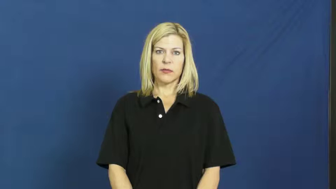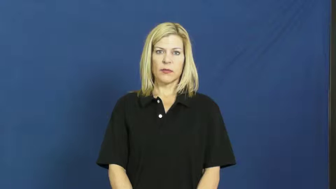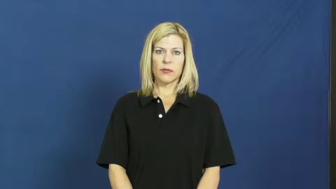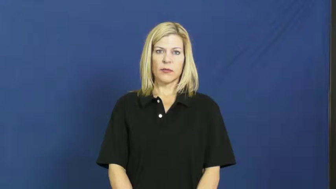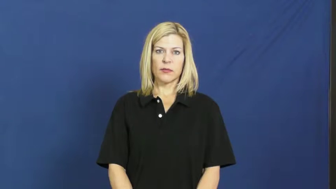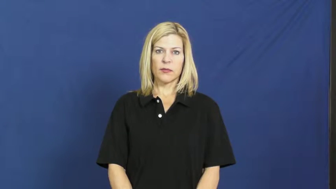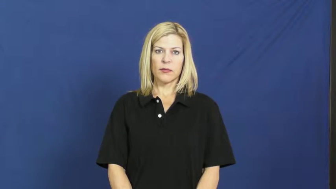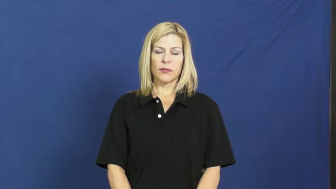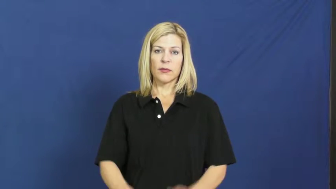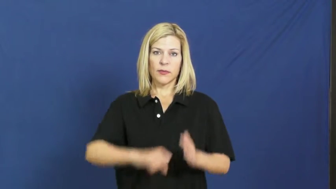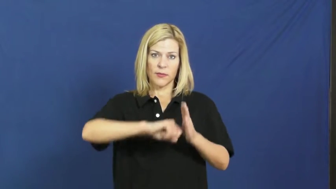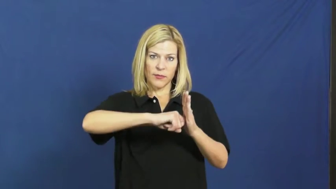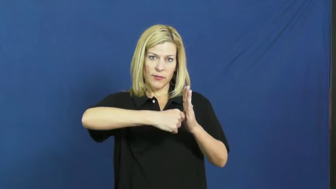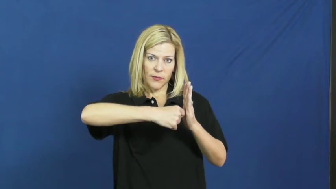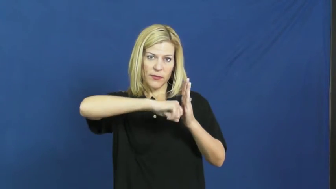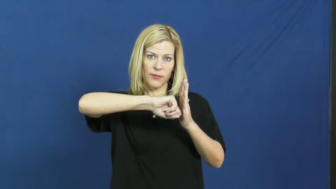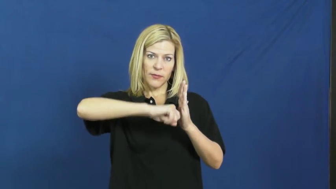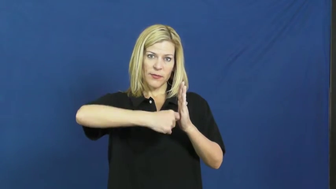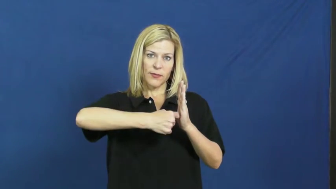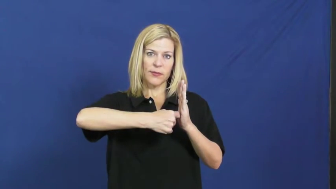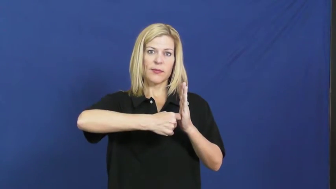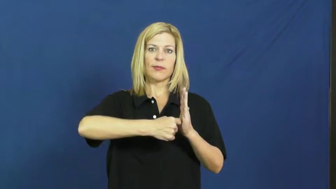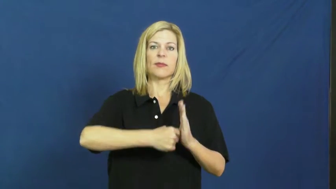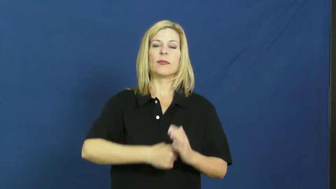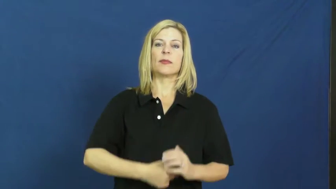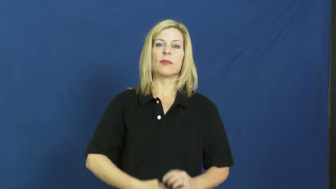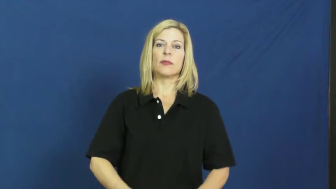key,latchkey-door